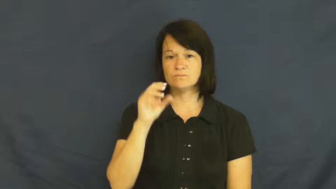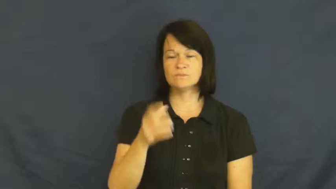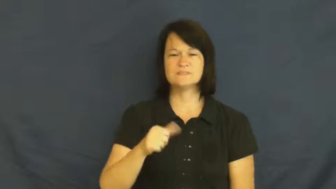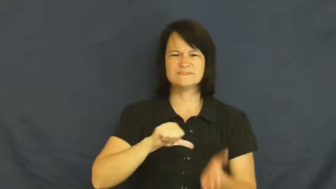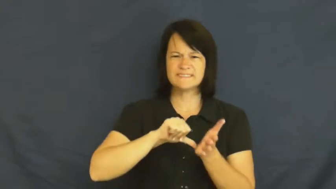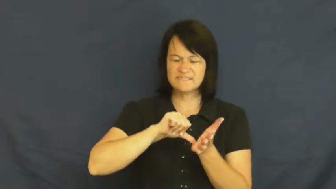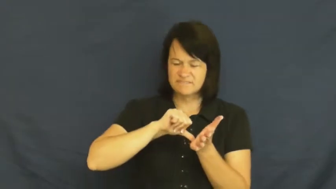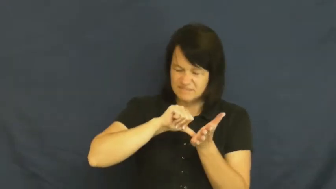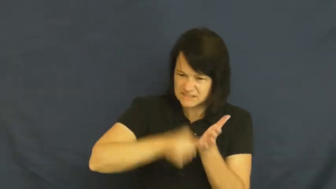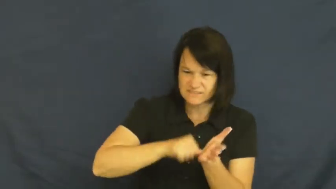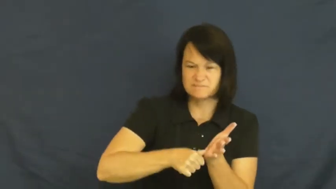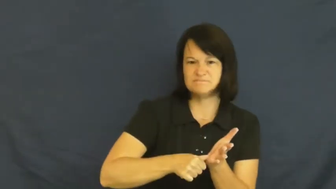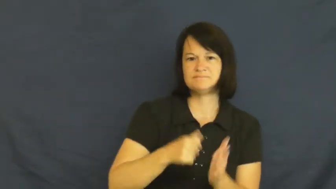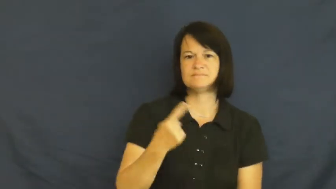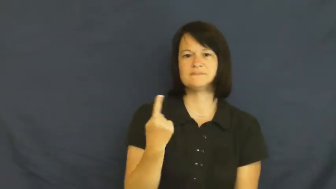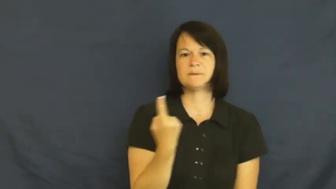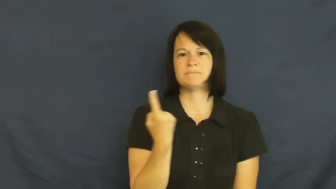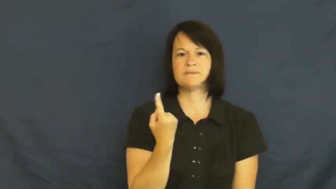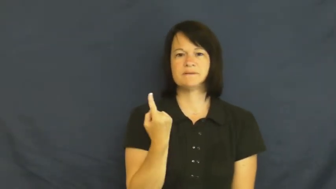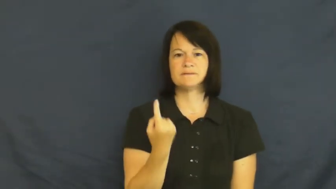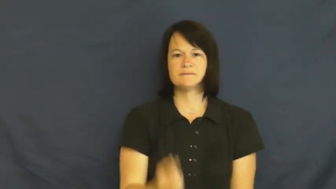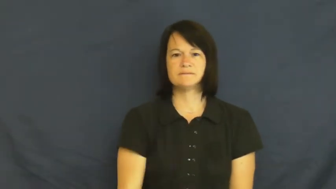badly